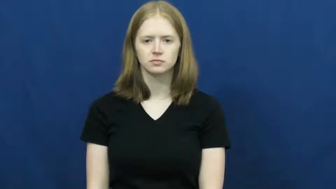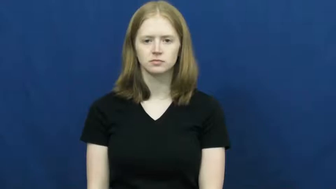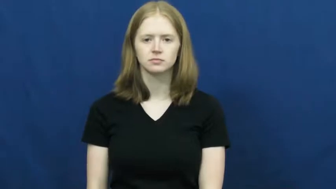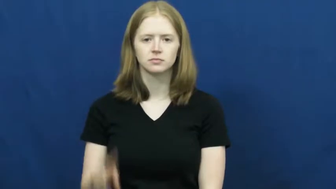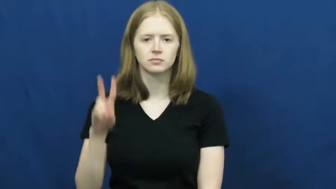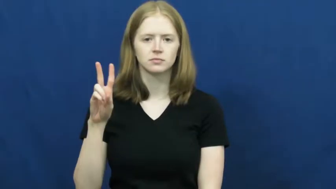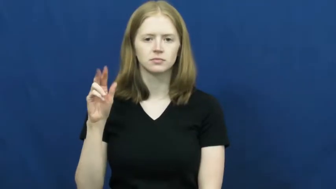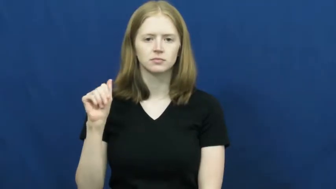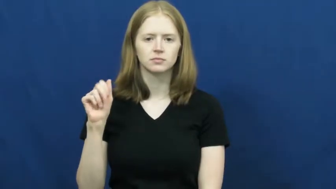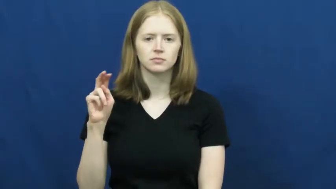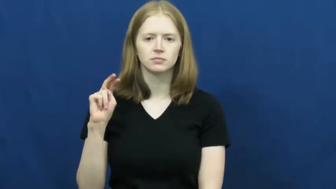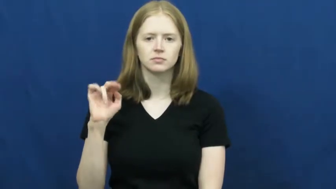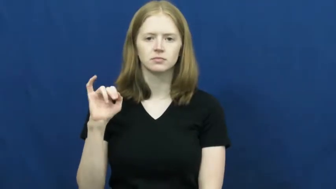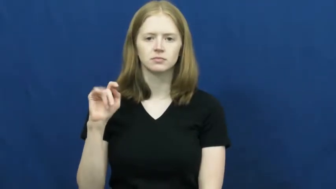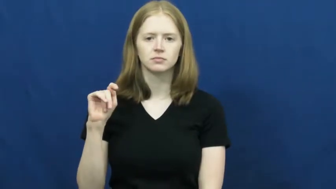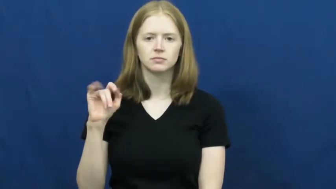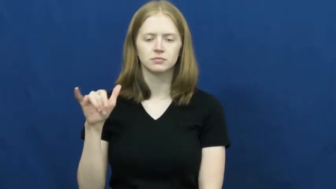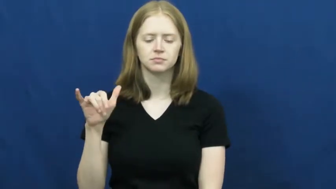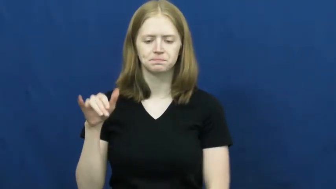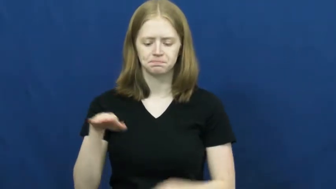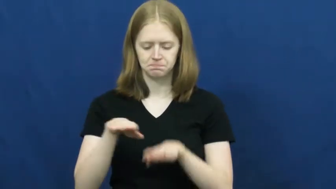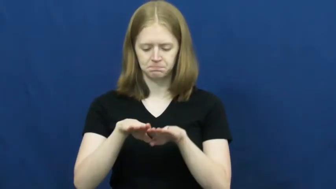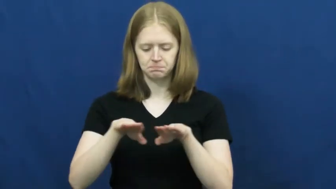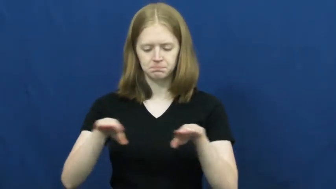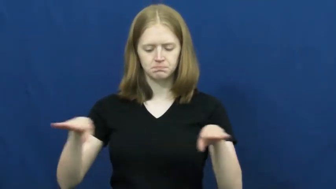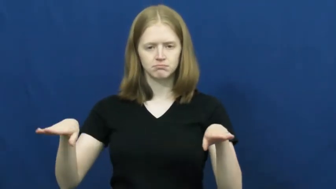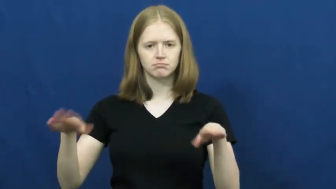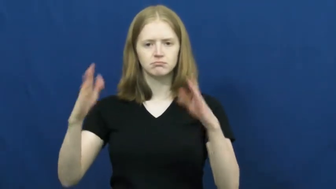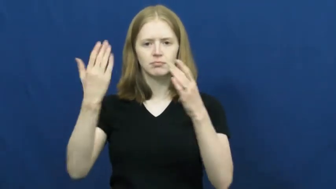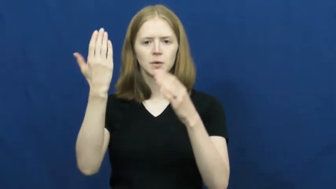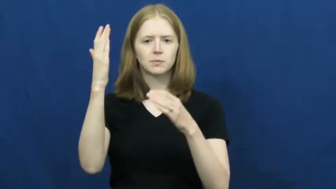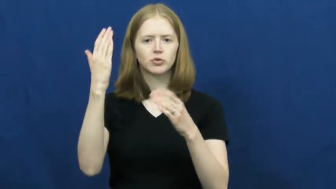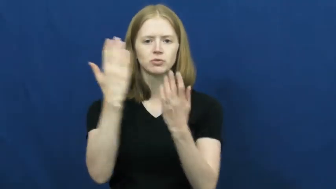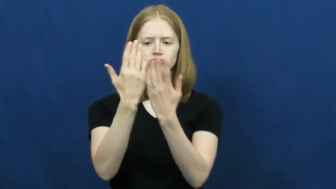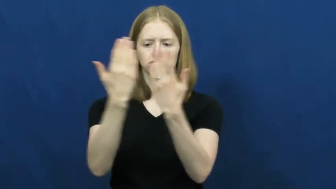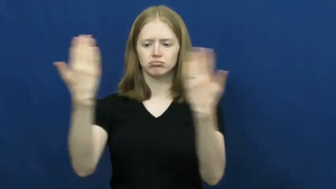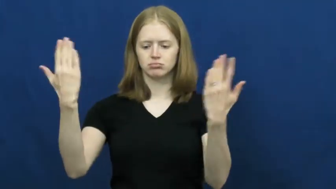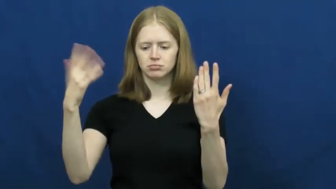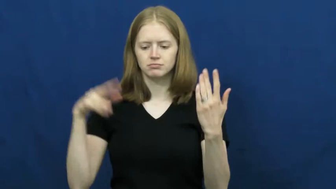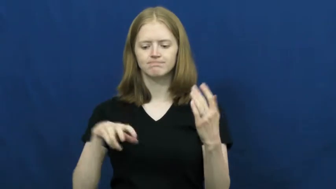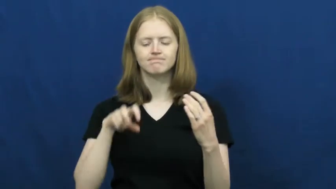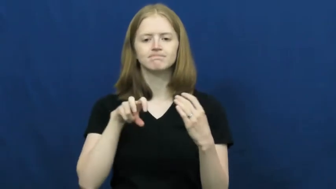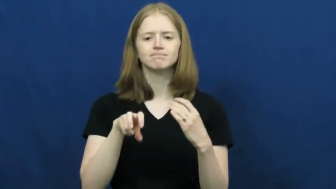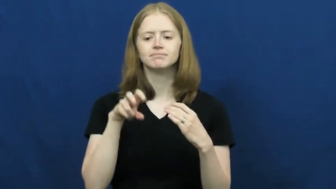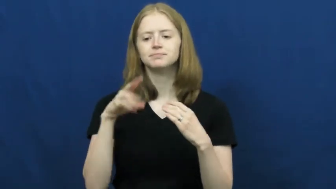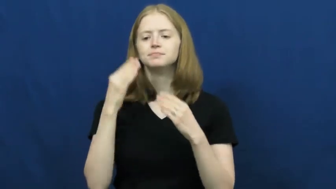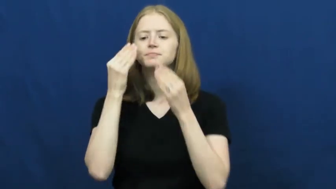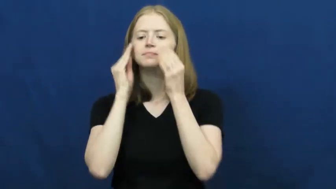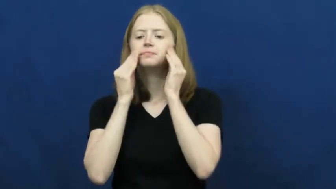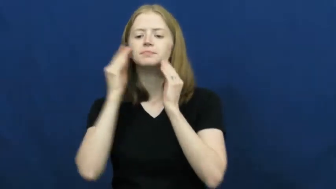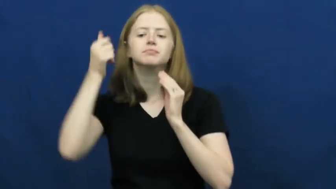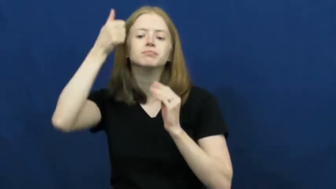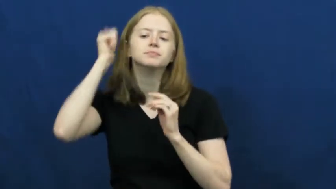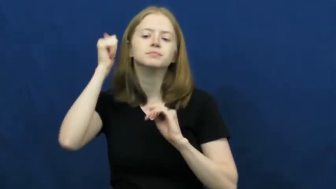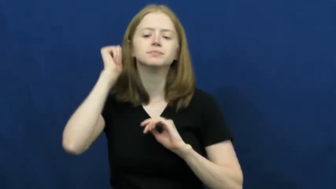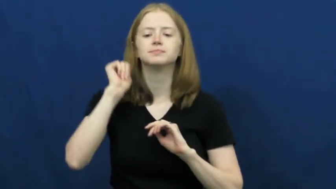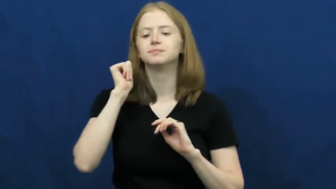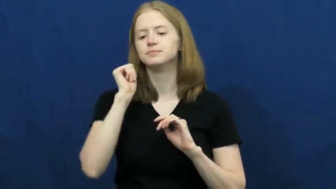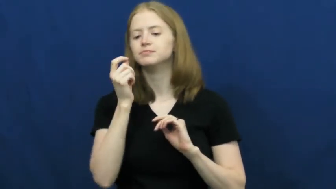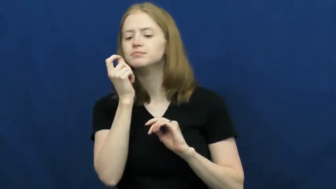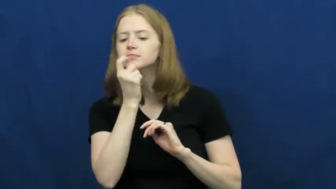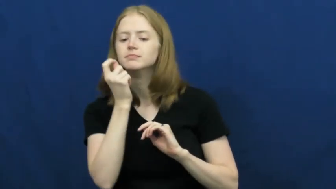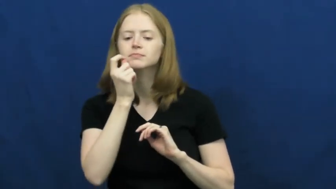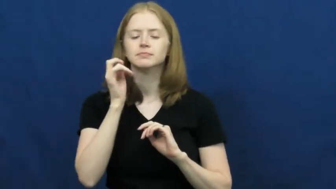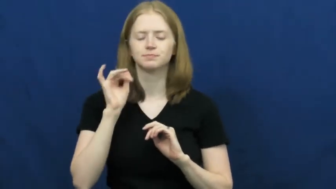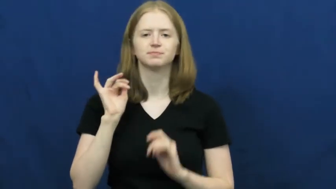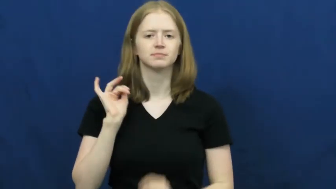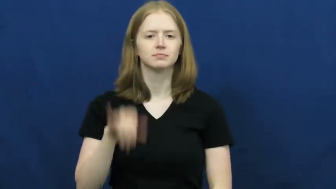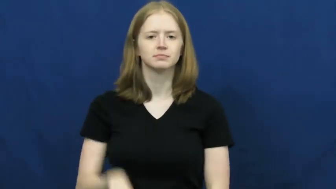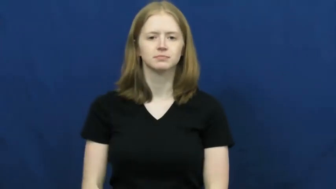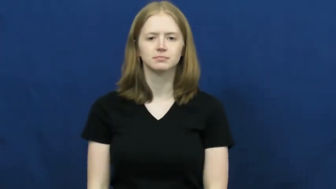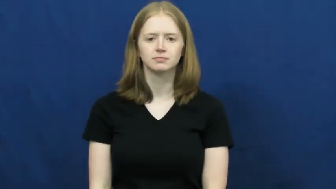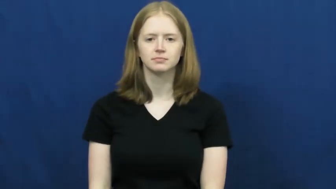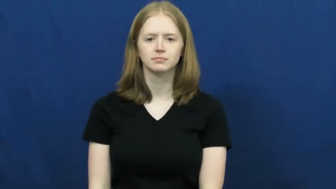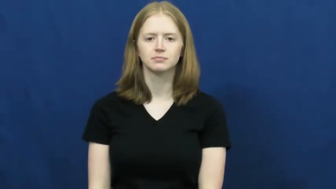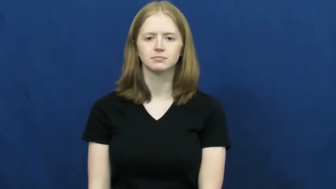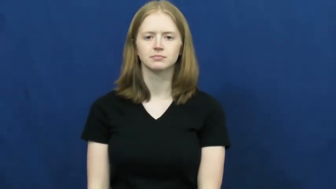vanity-table